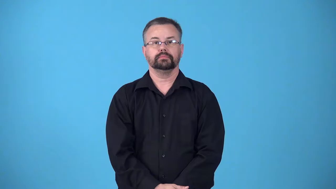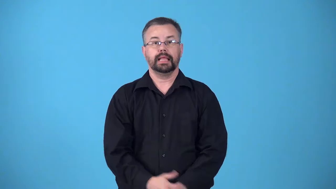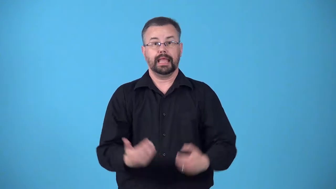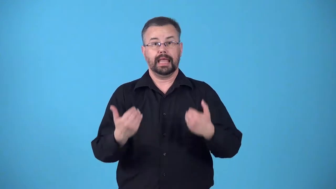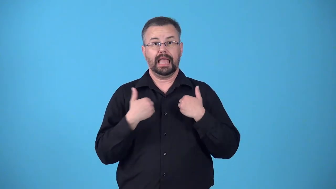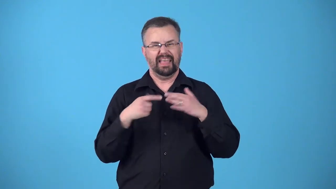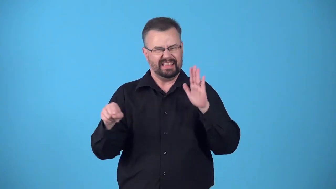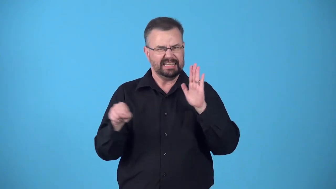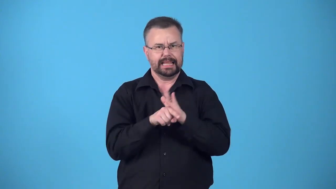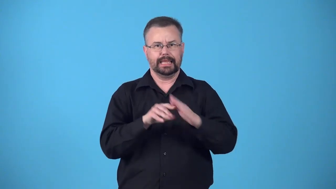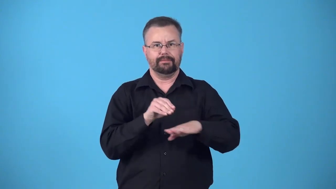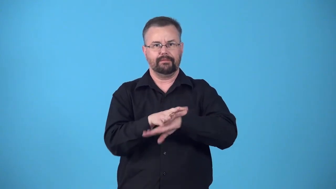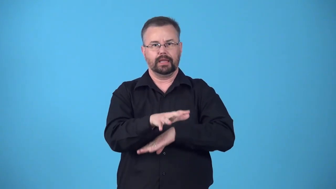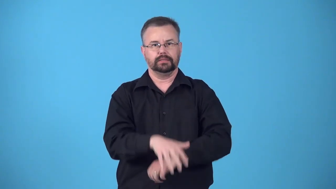bite-have unpleasant effect